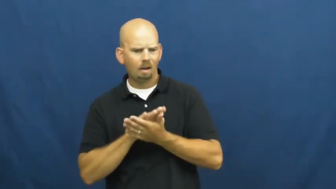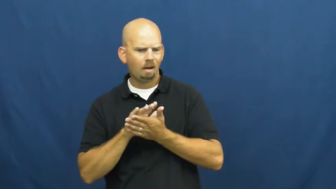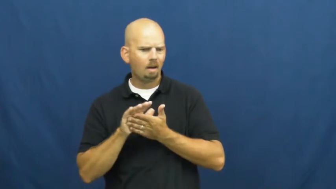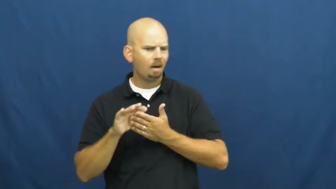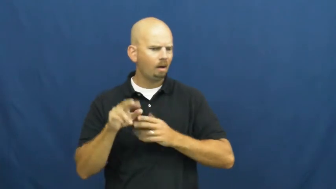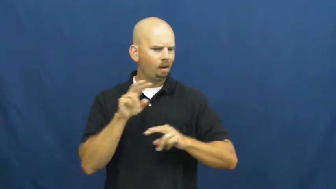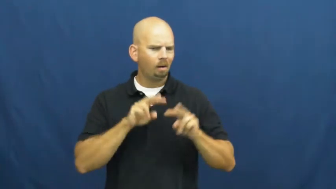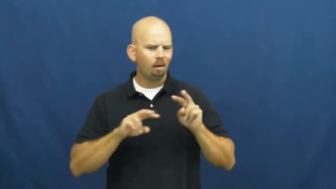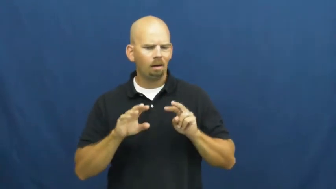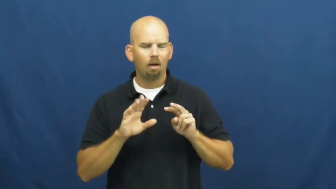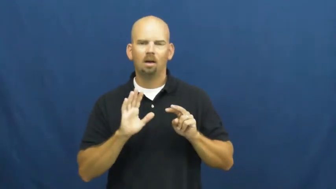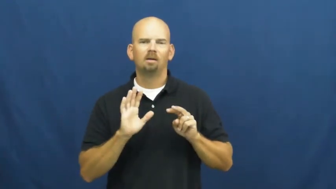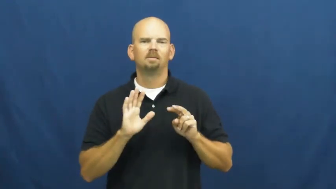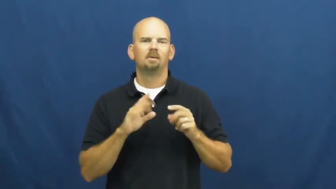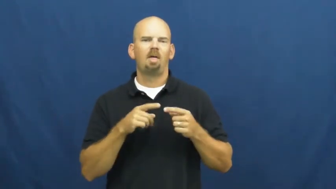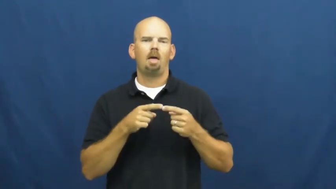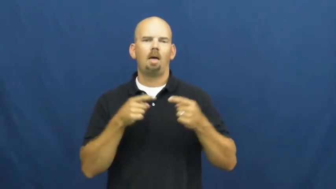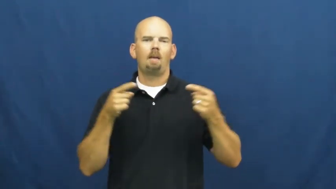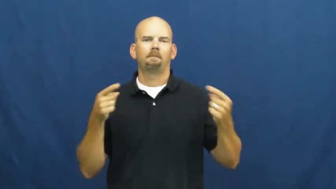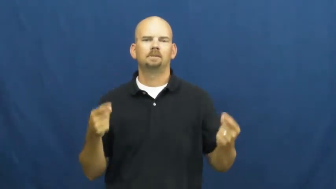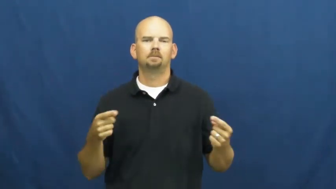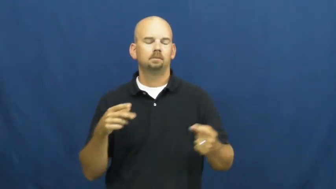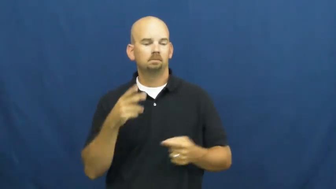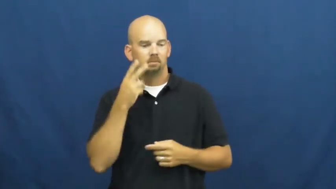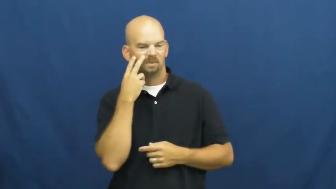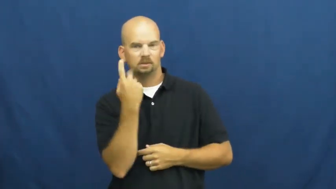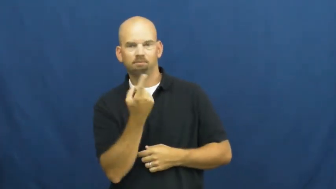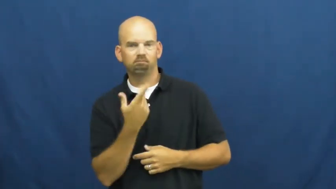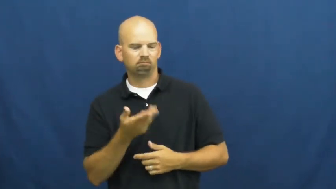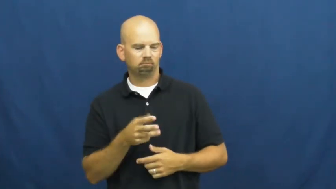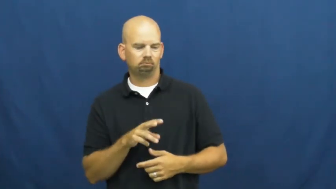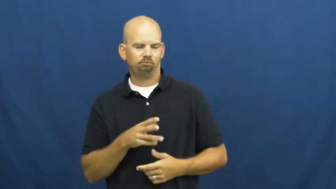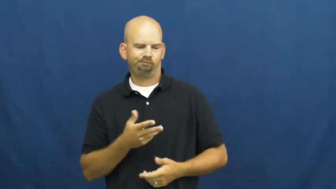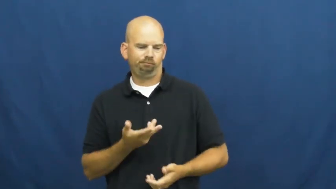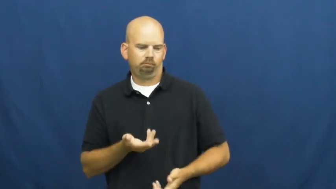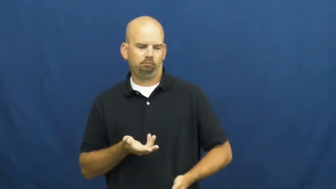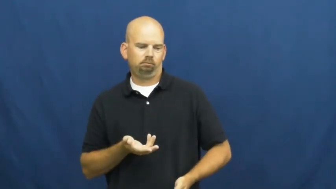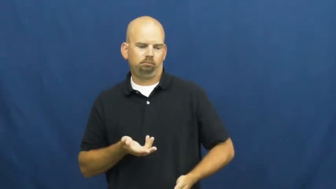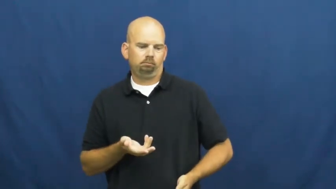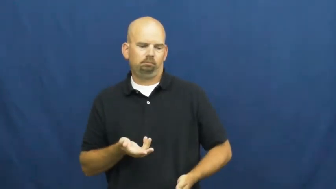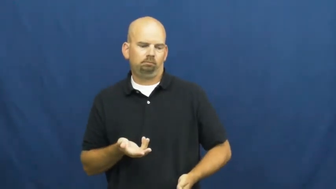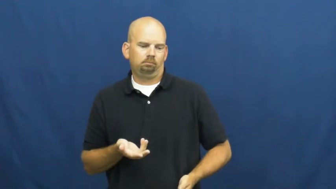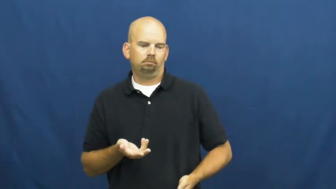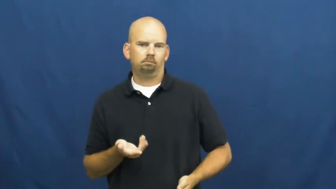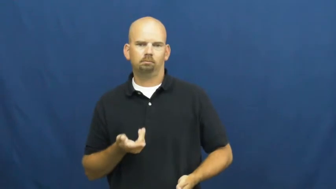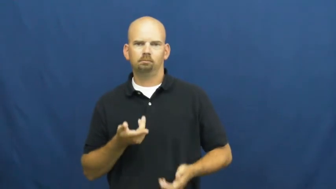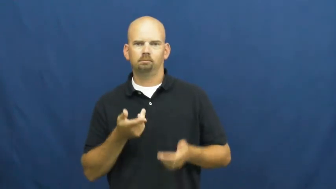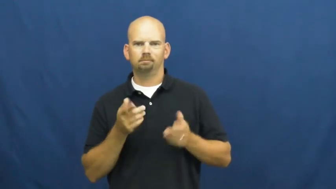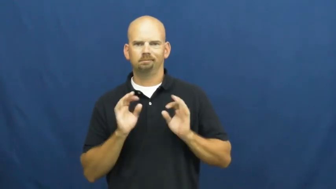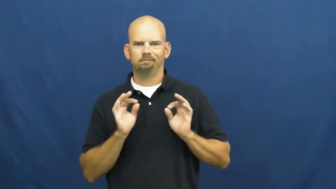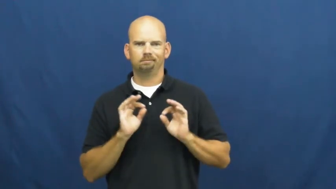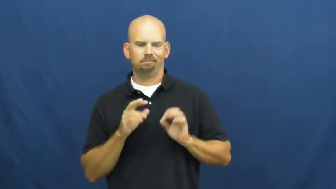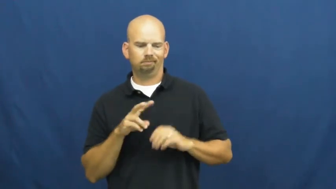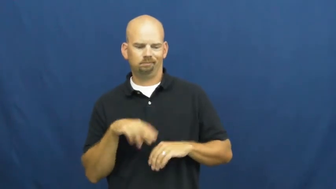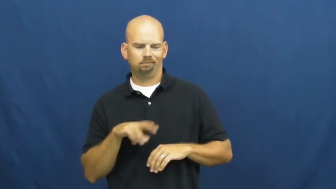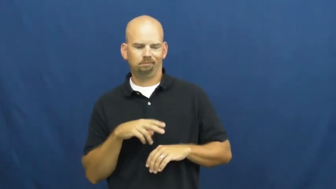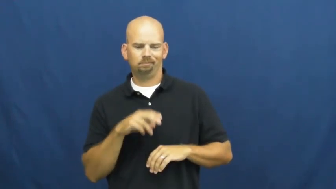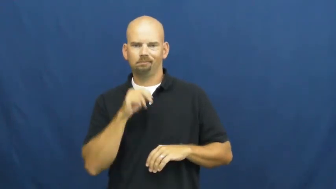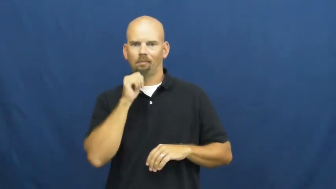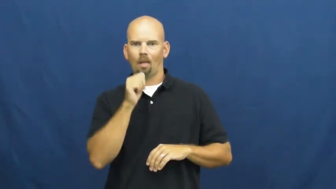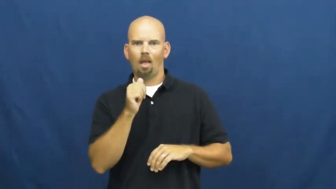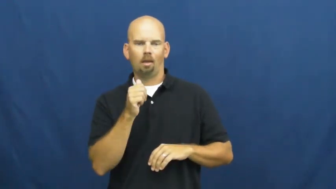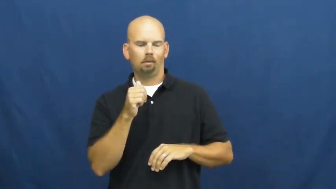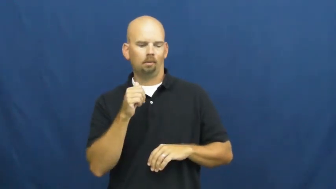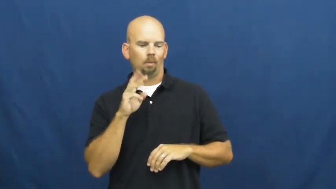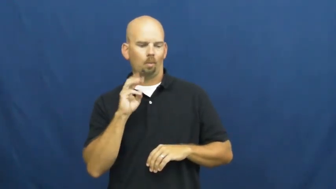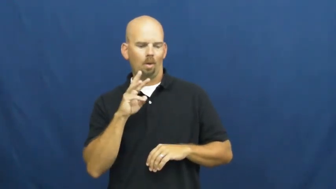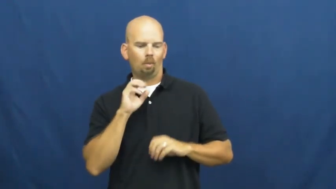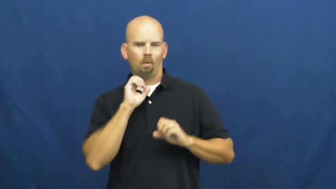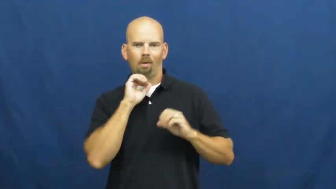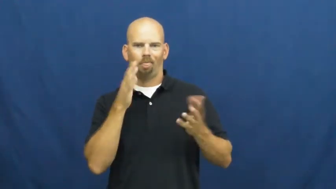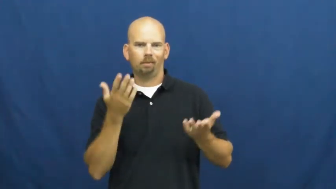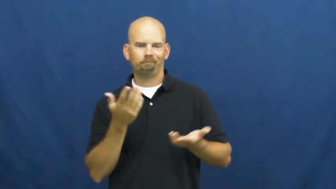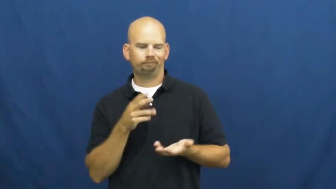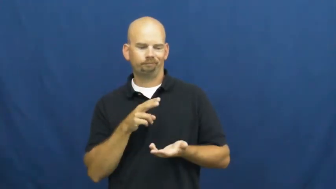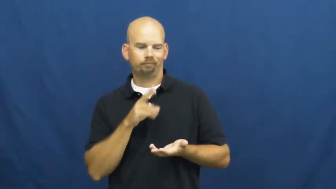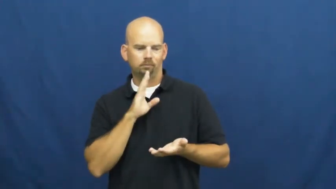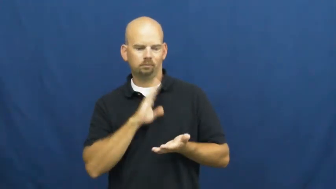uncomplimentary